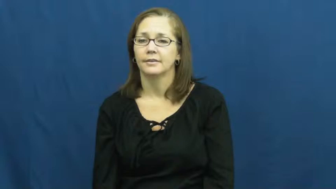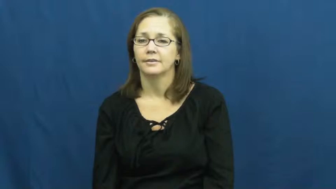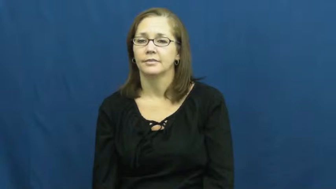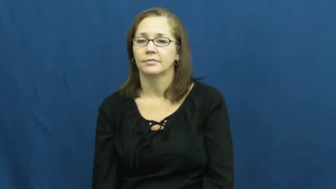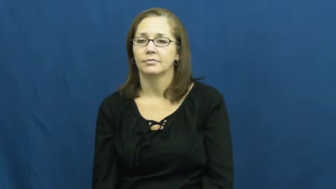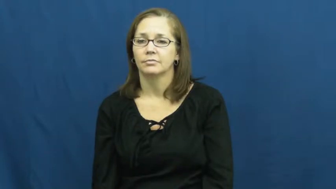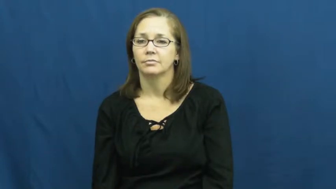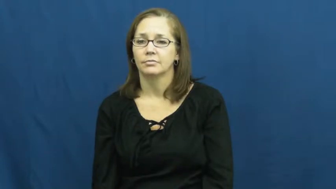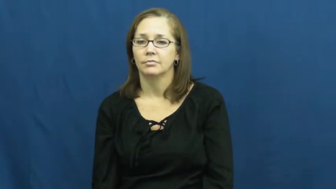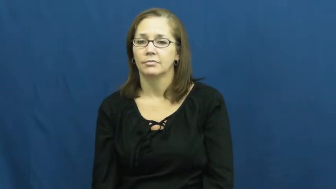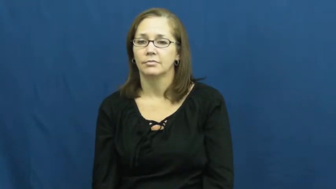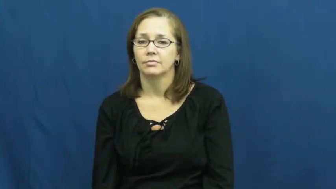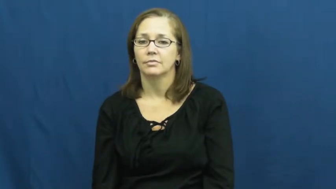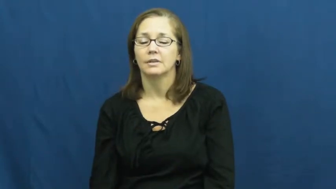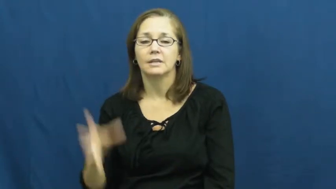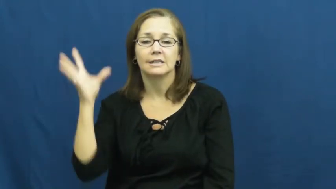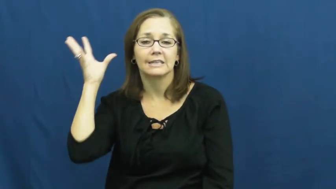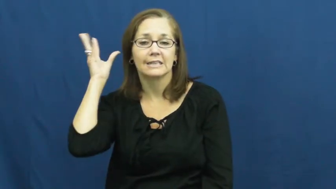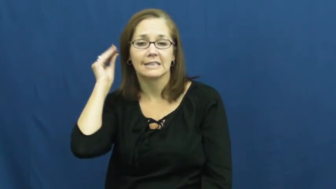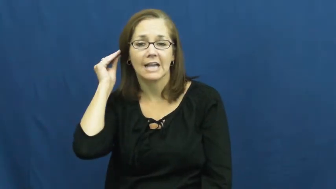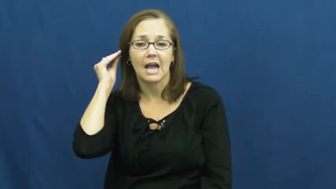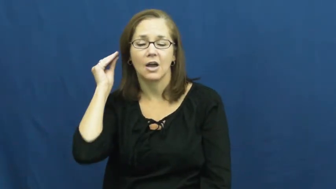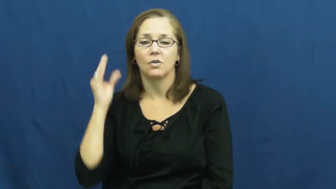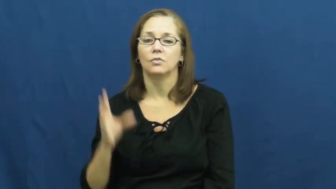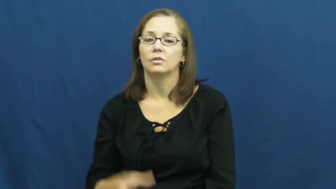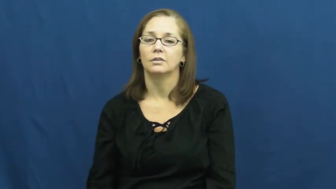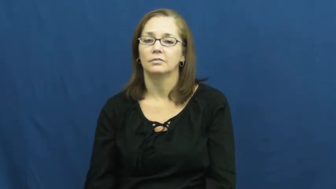sound,audio,tone